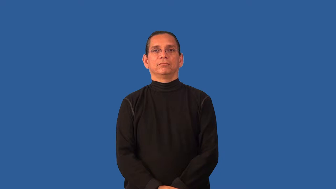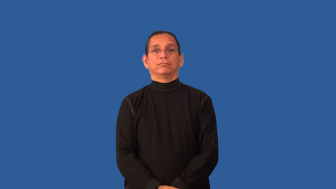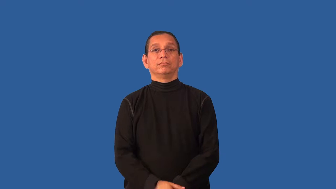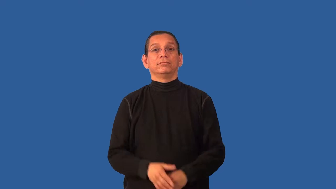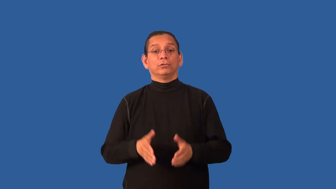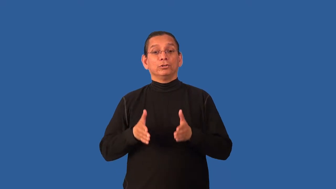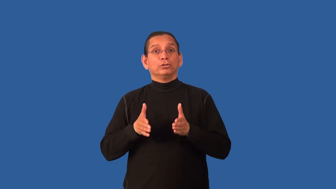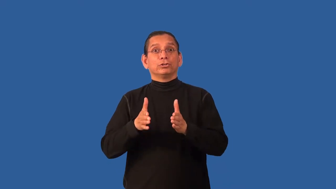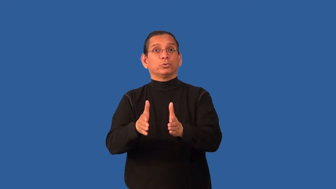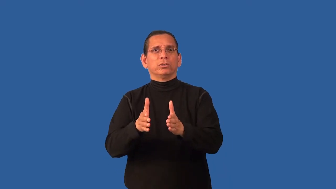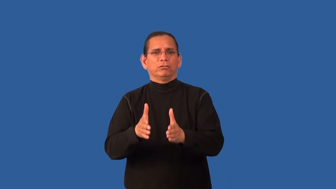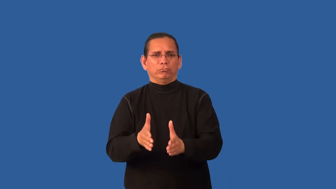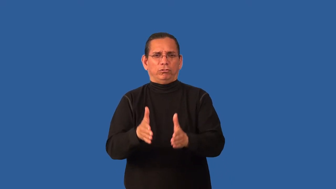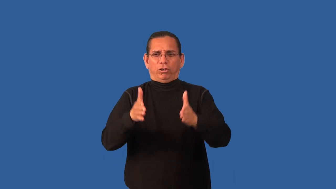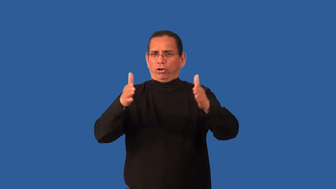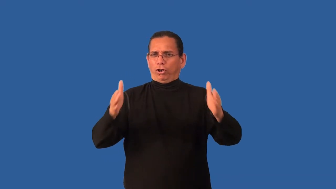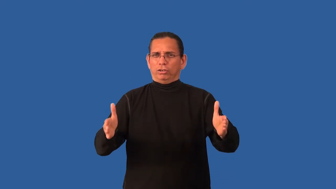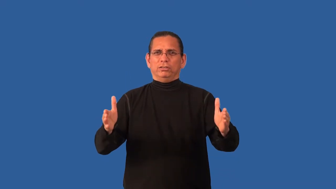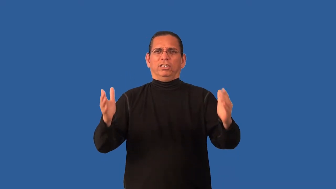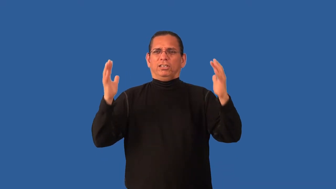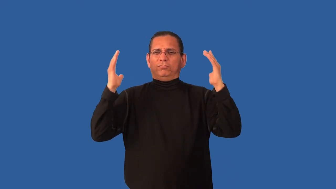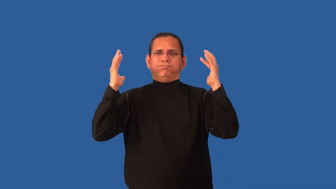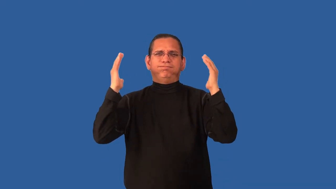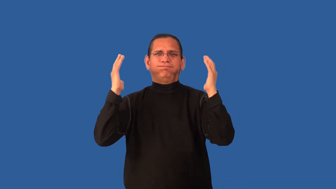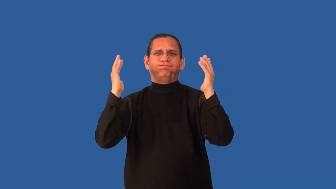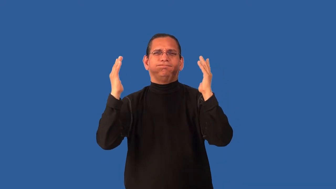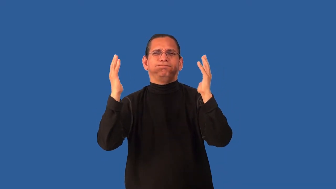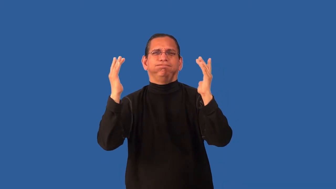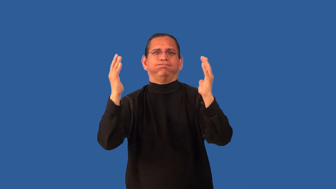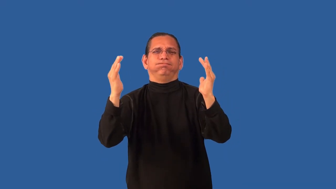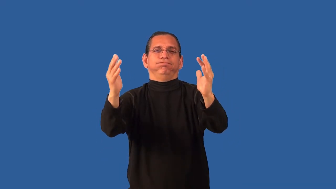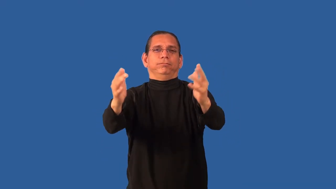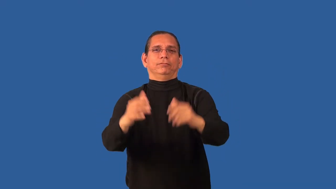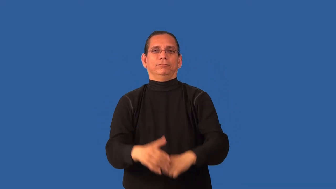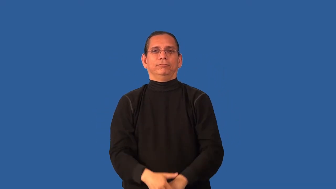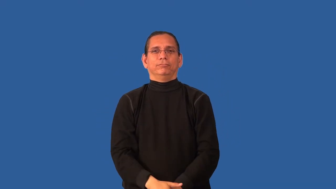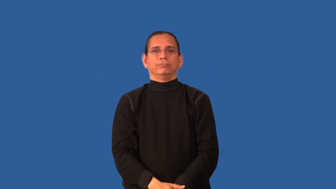boulevard